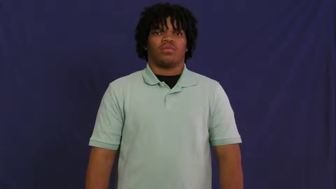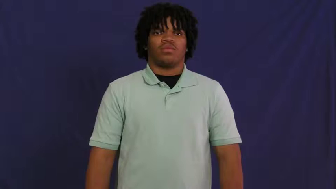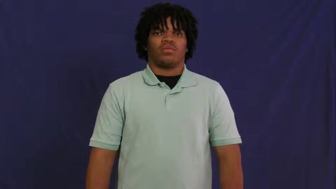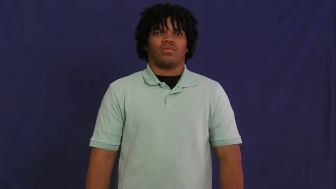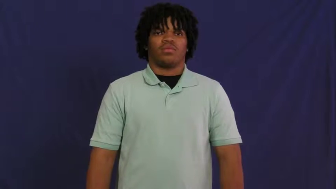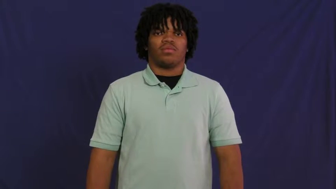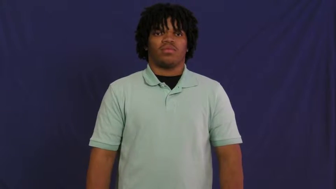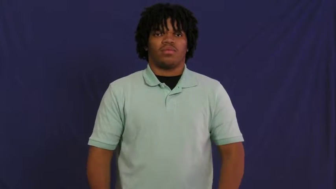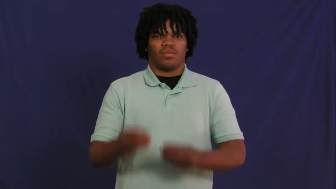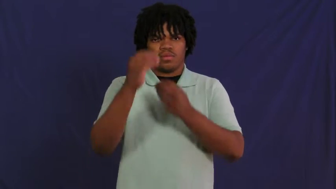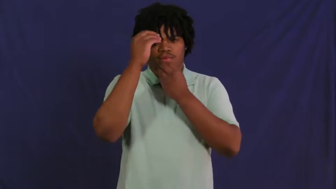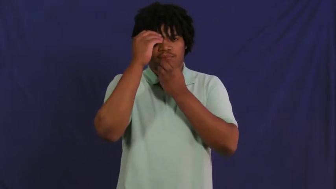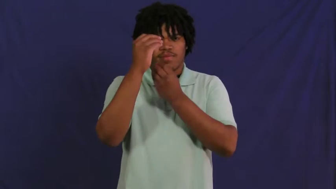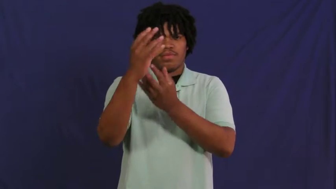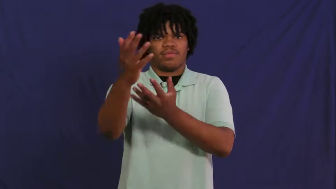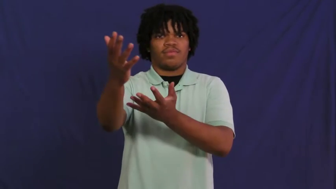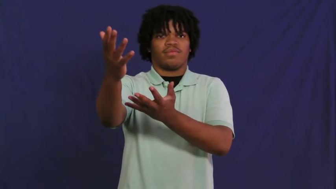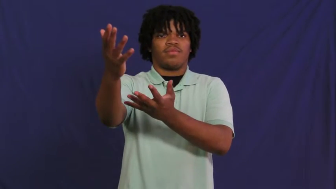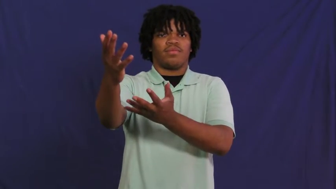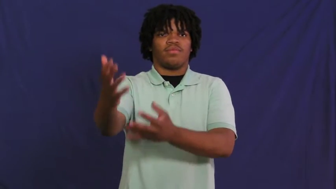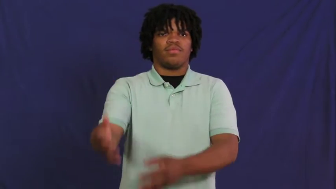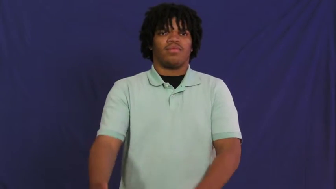notify